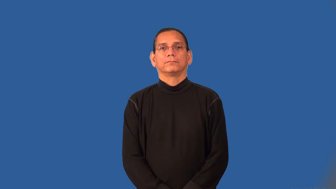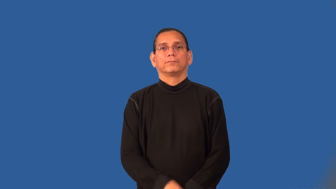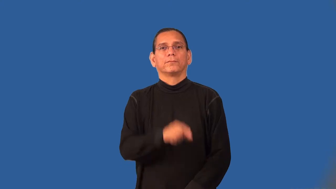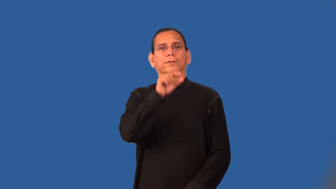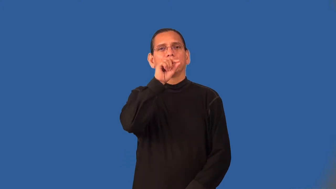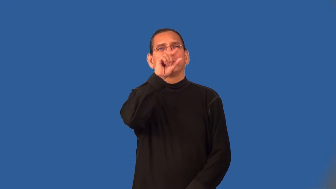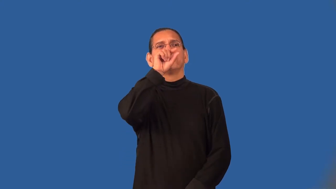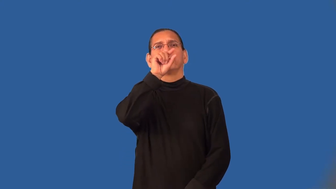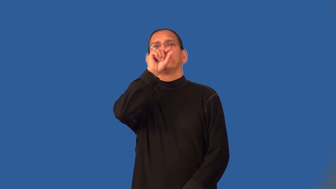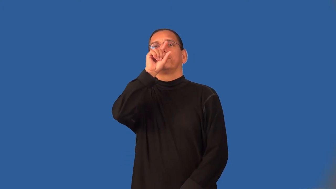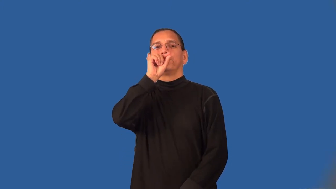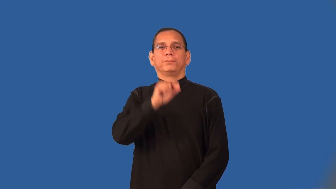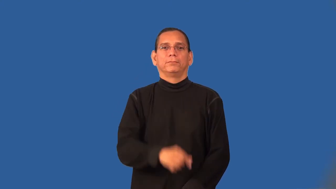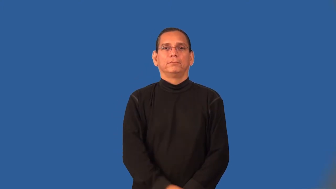tweet,twitter-bird